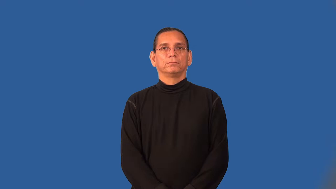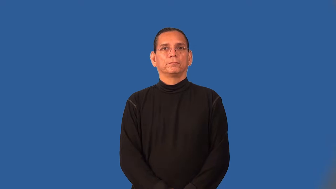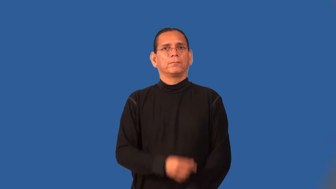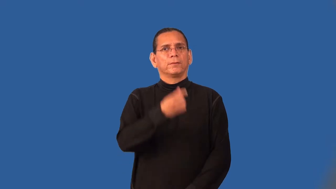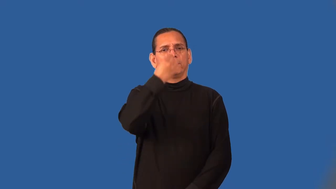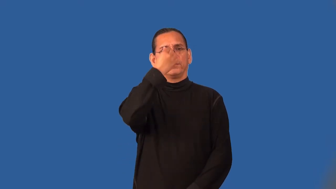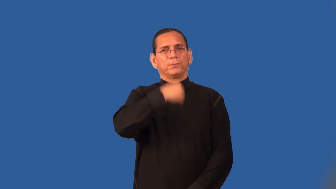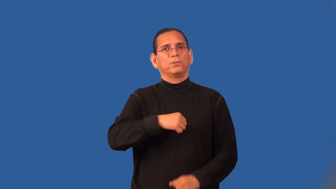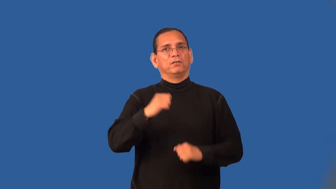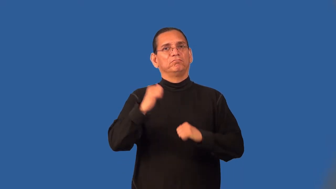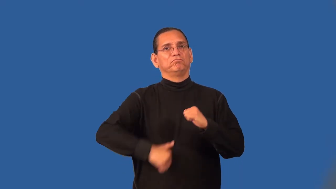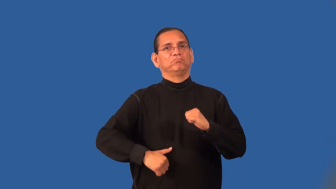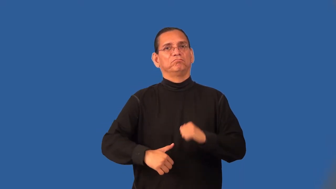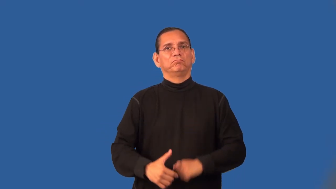stringy-meat